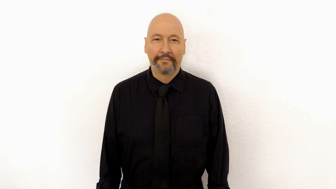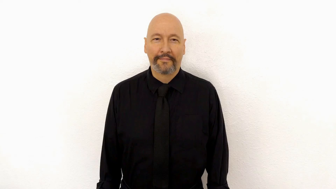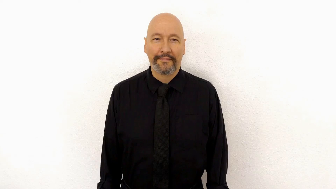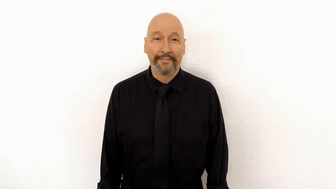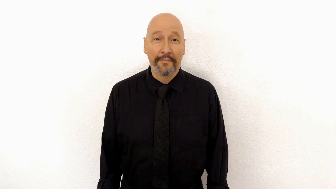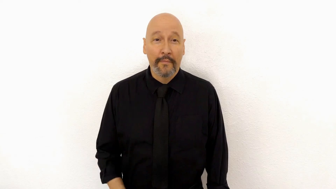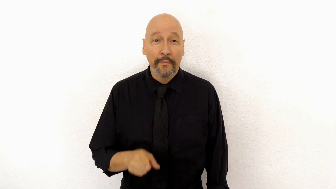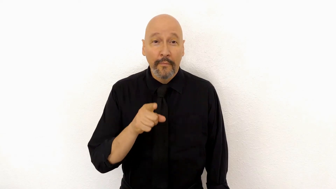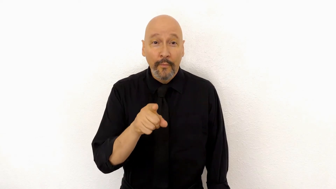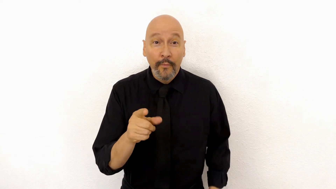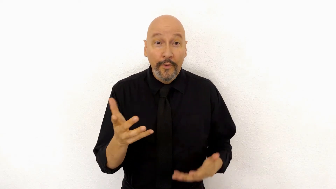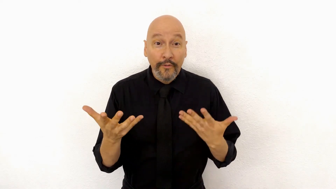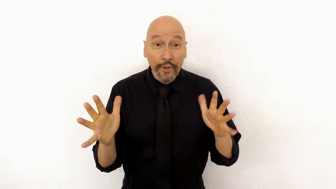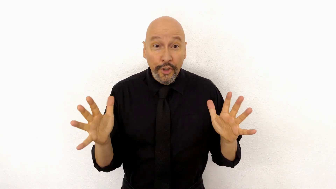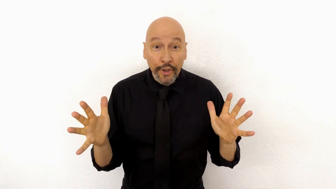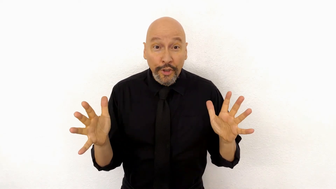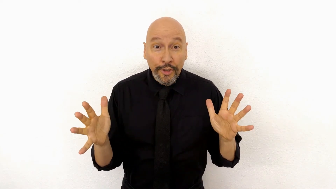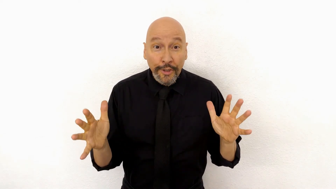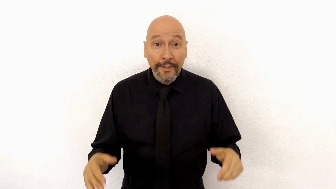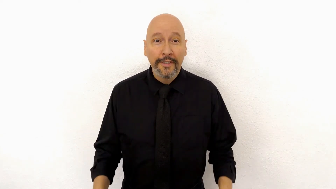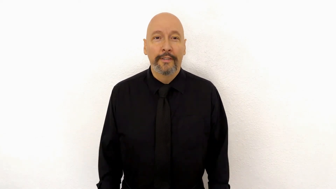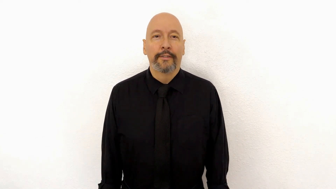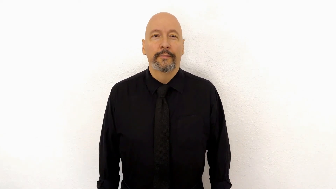YOU FINISH?